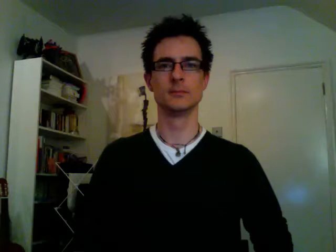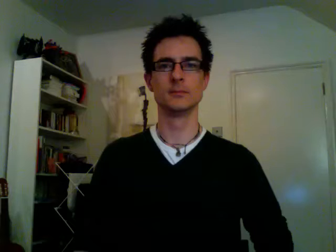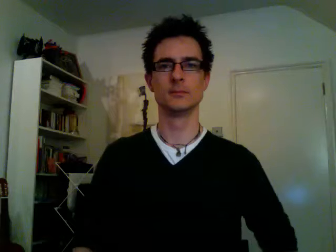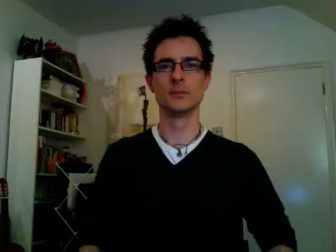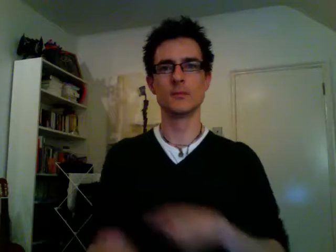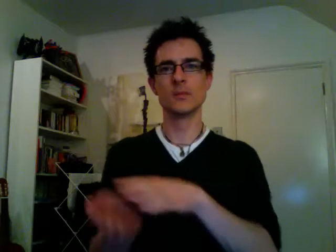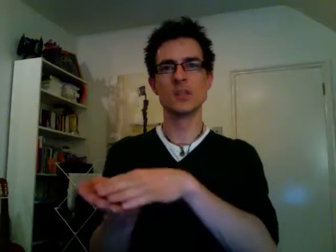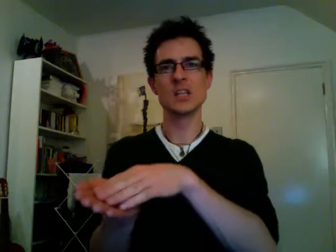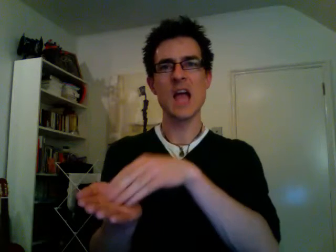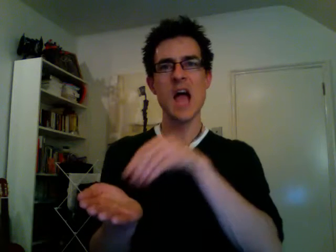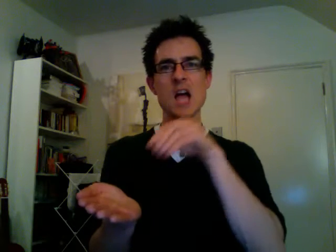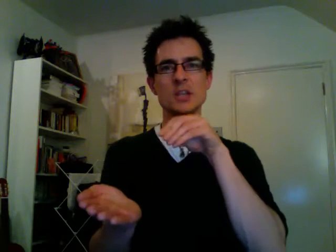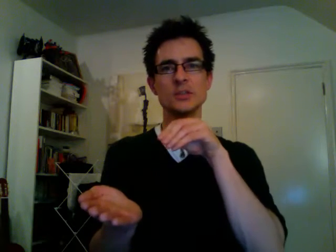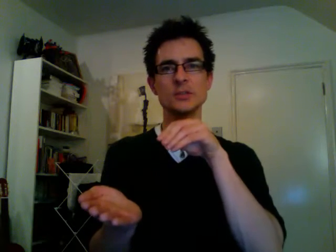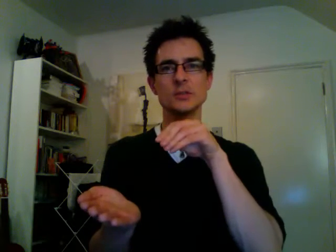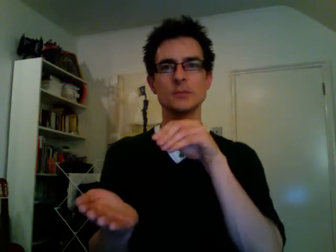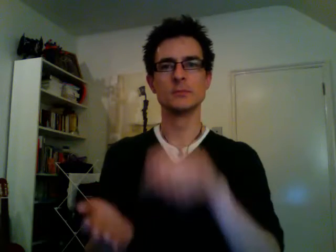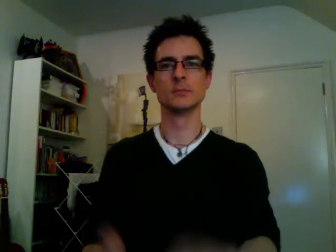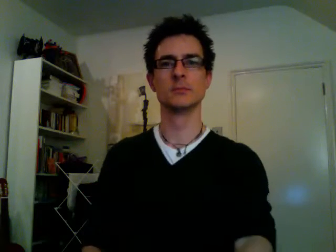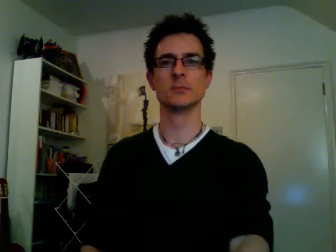cash